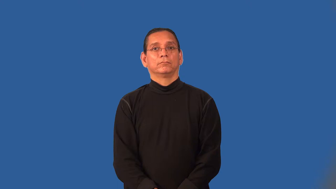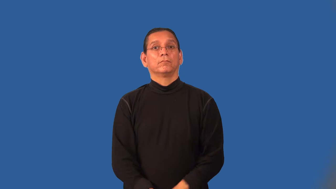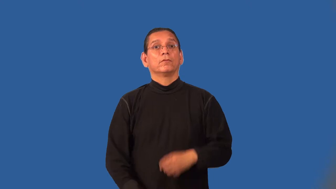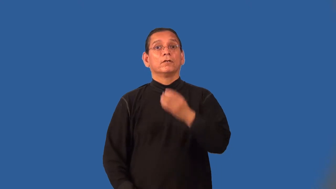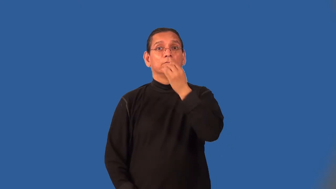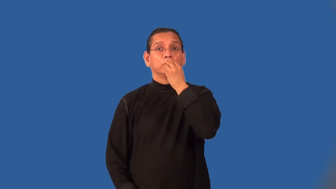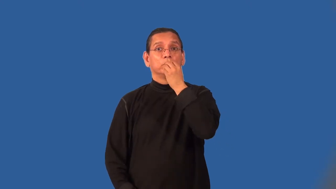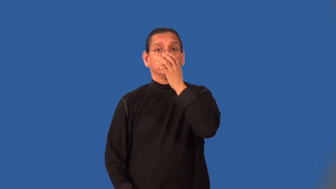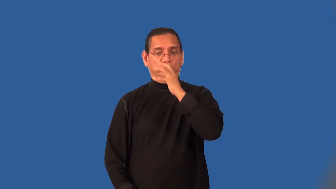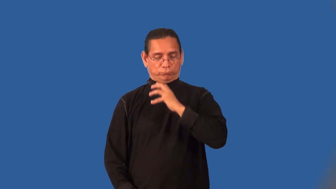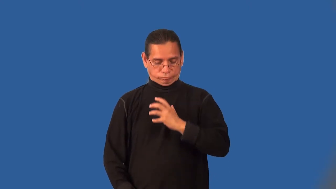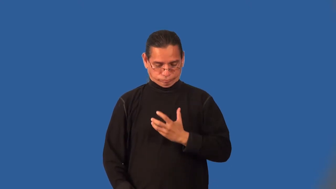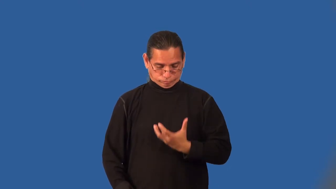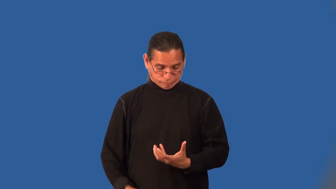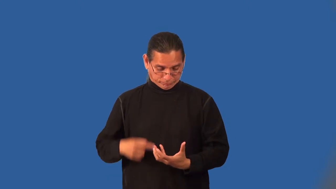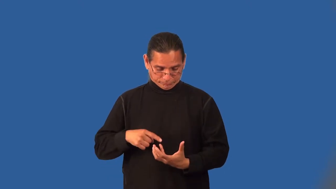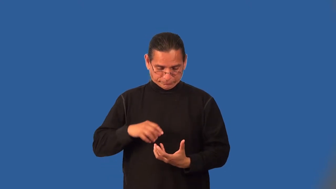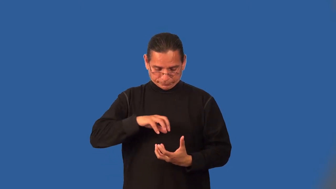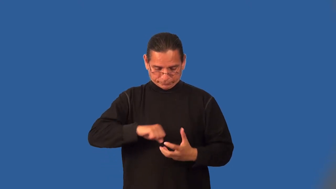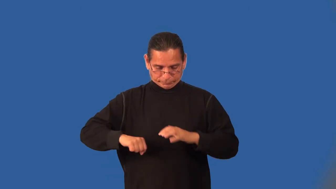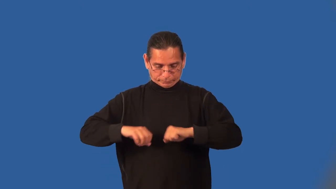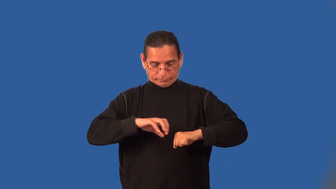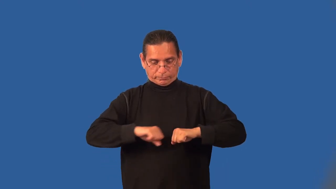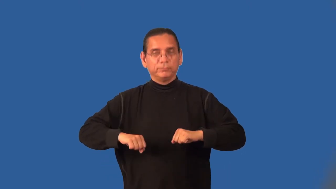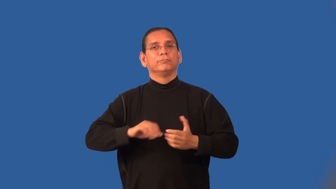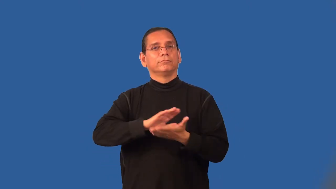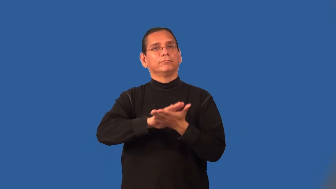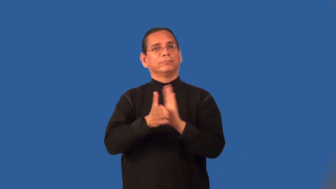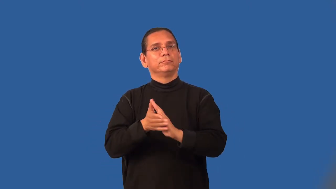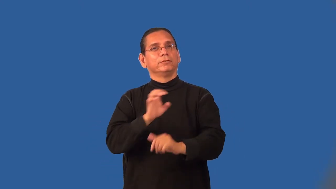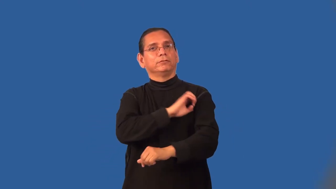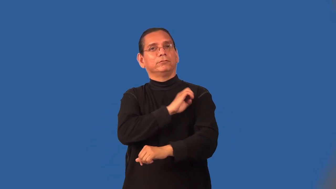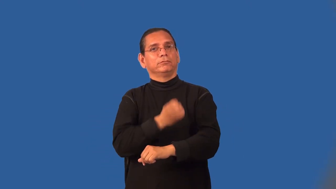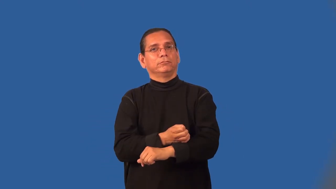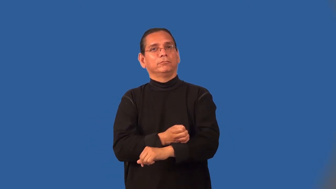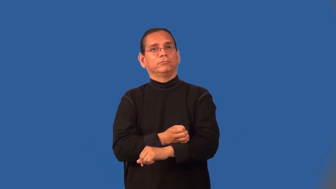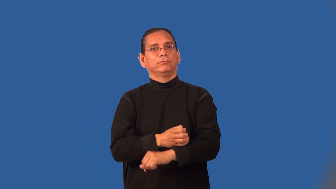metabolize